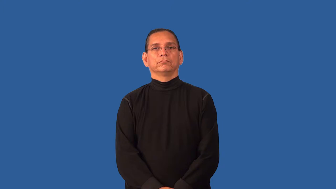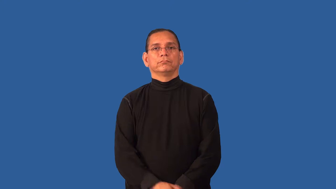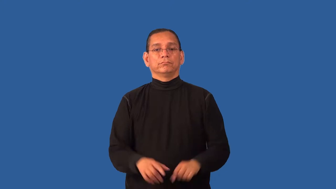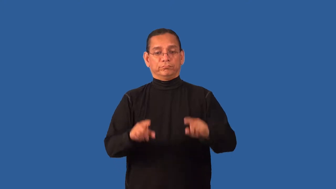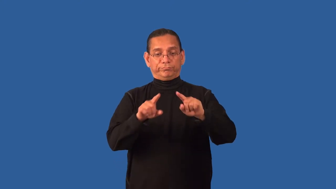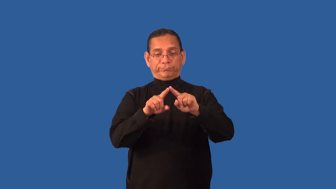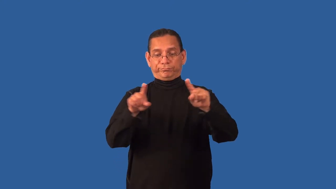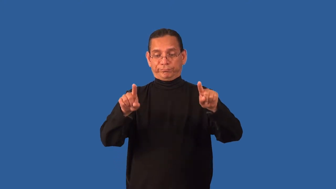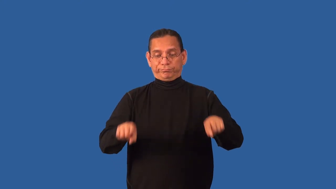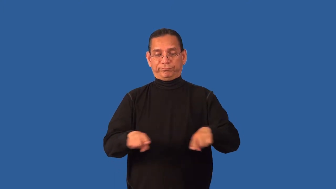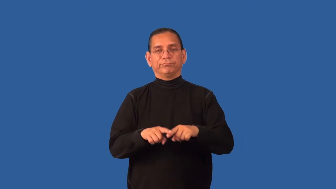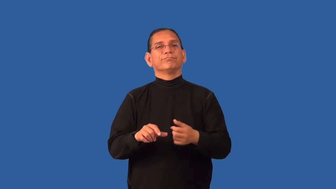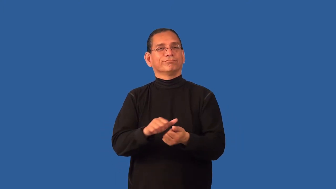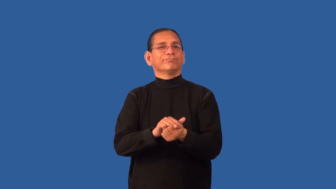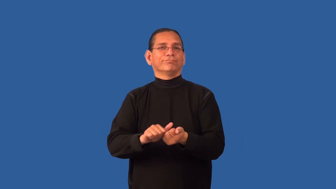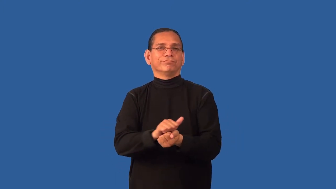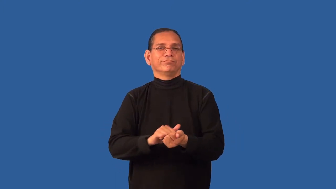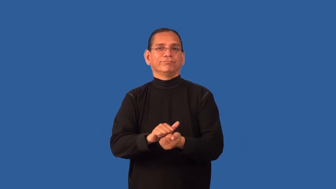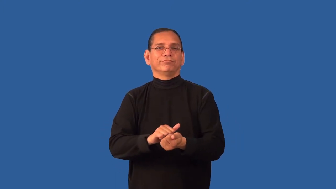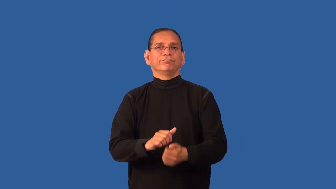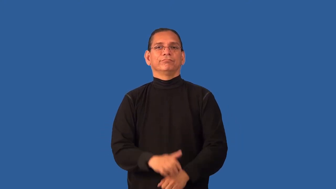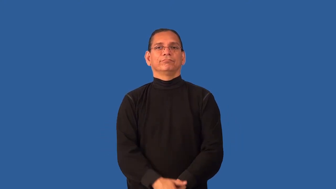dishcloth,dishrag,dishtowel